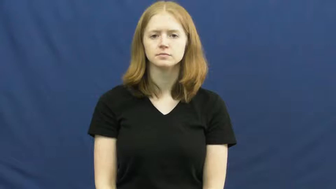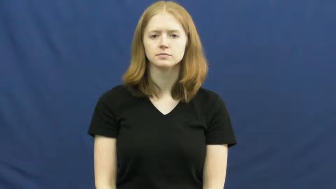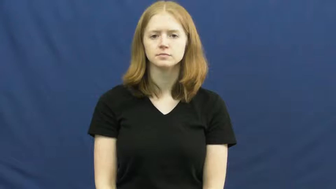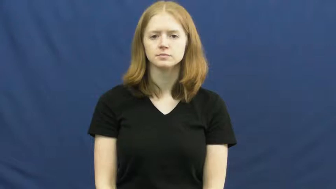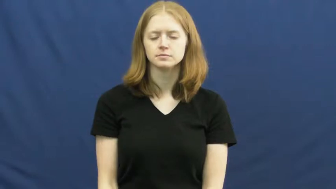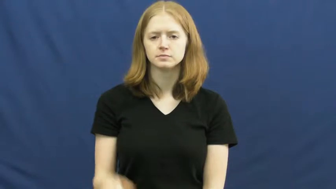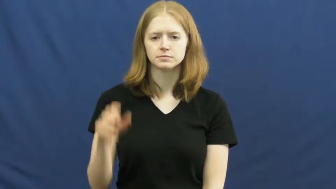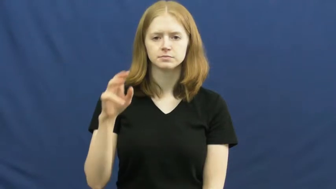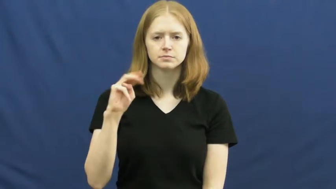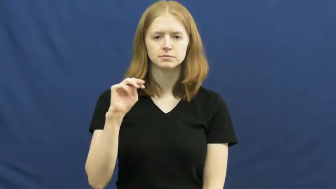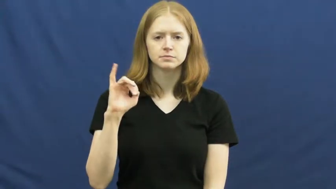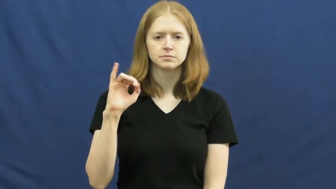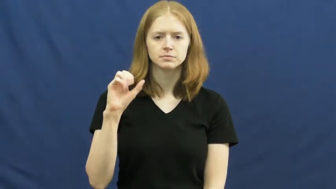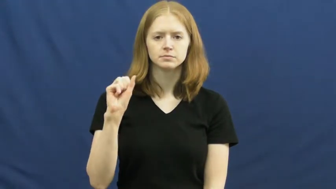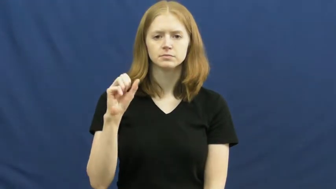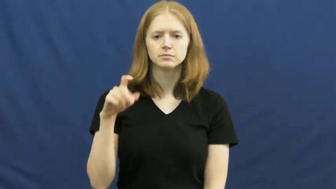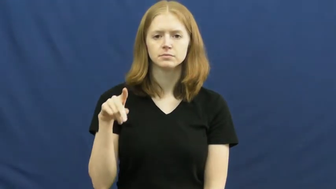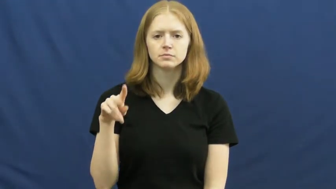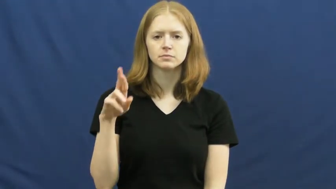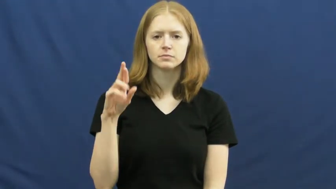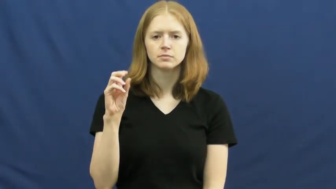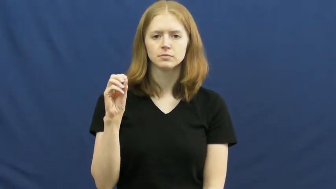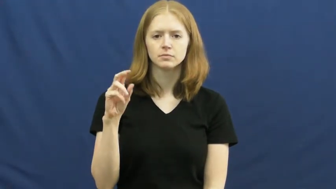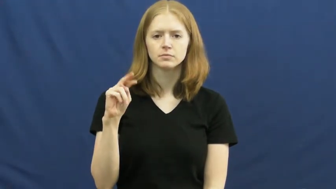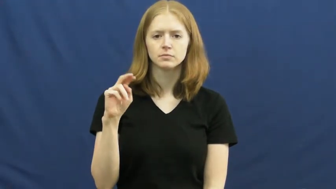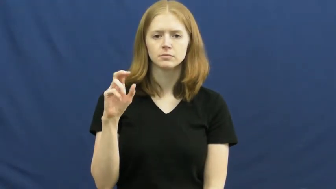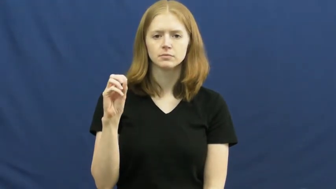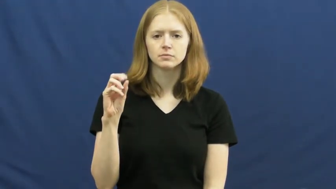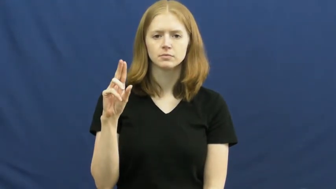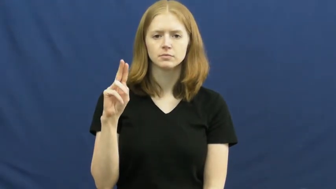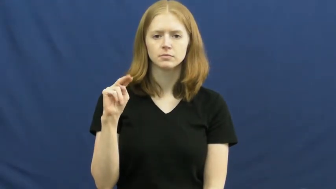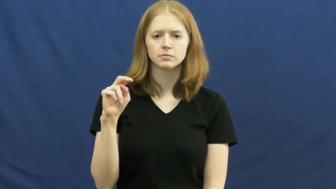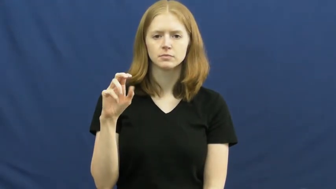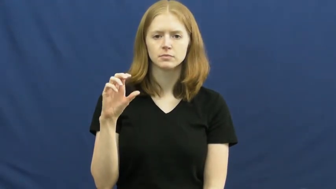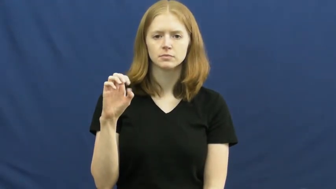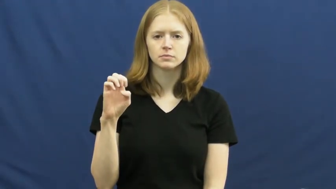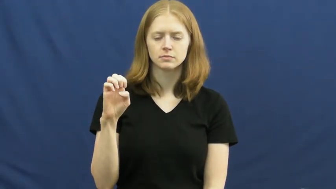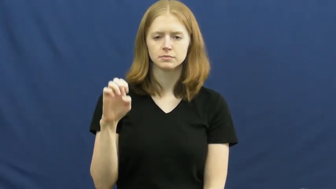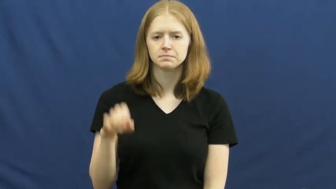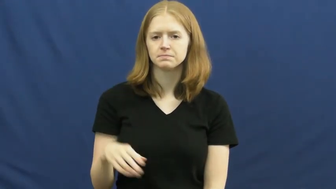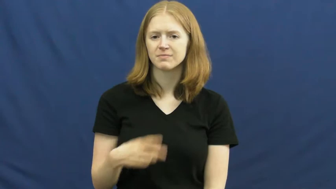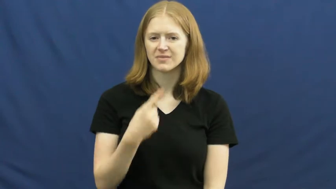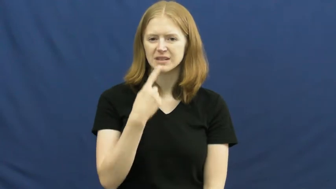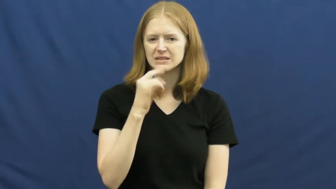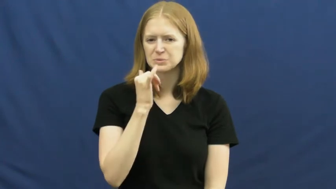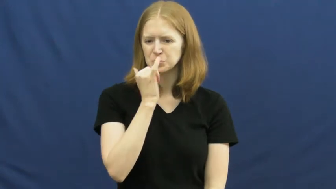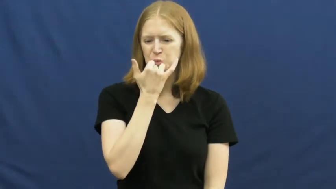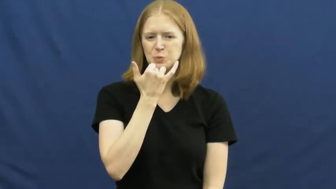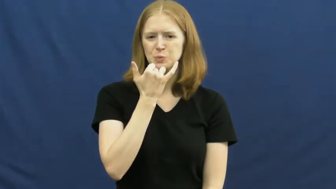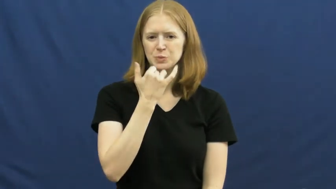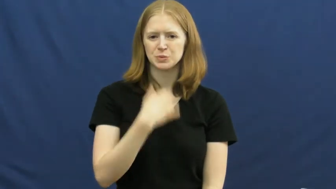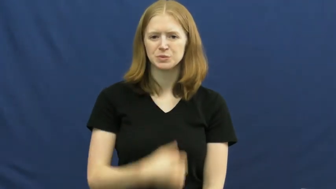mispronounce